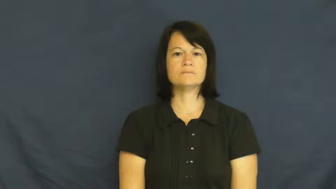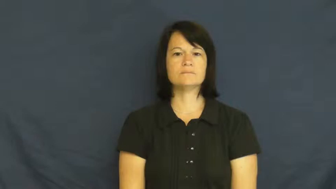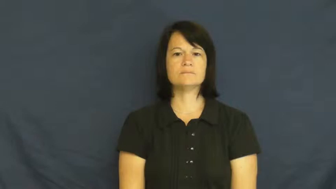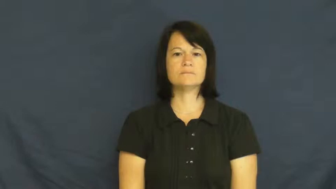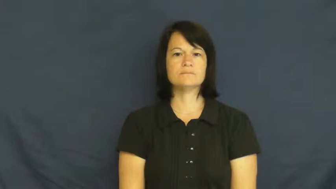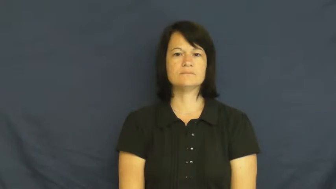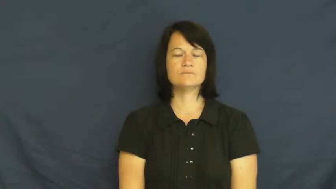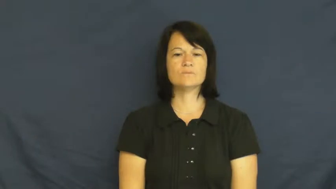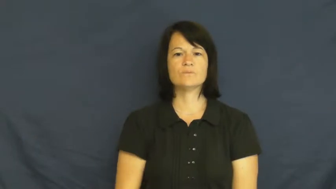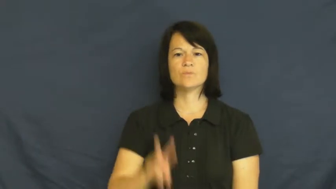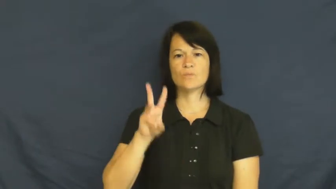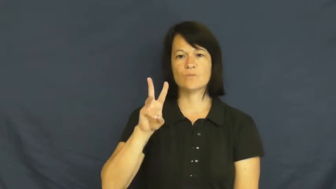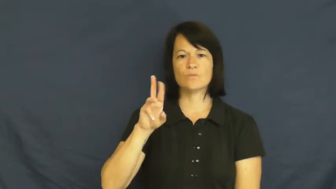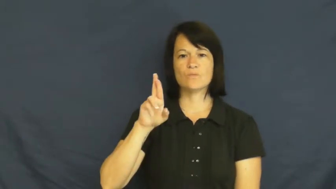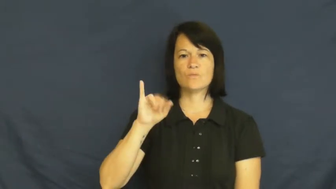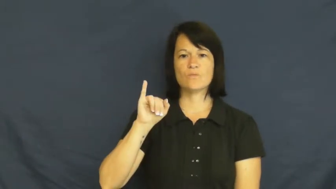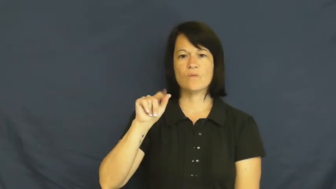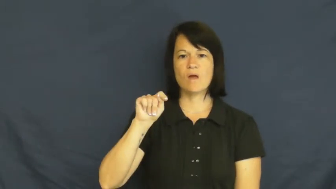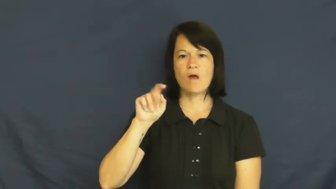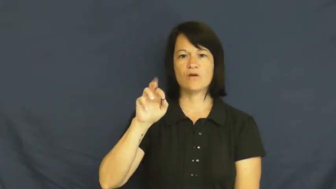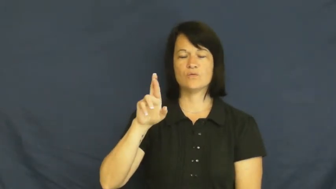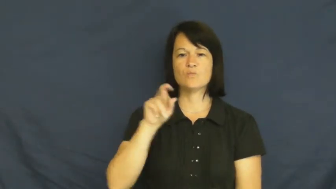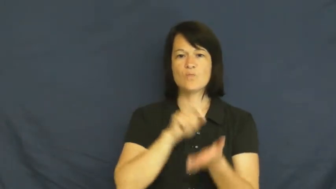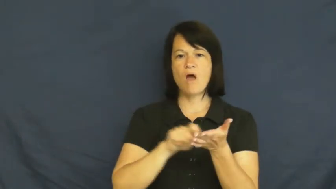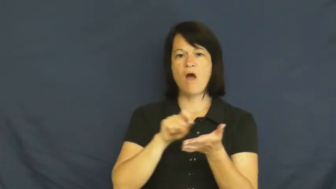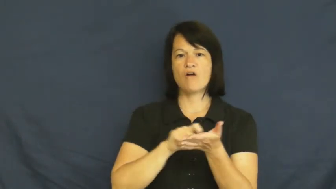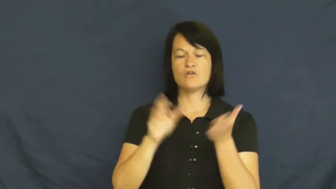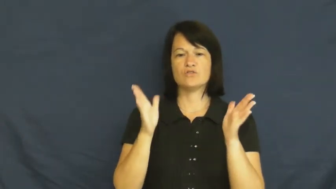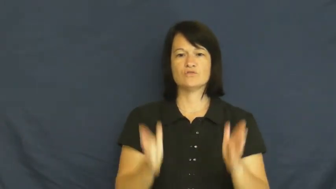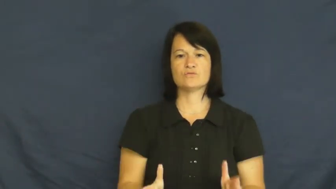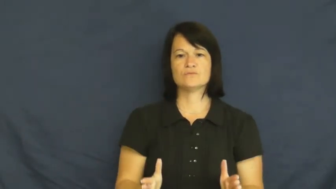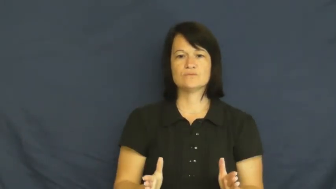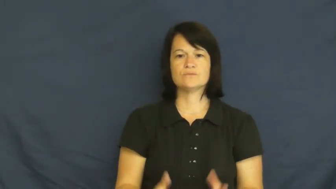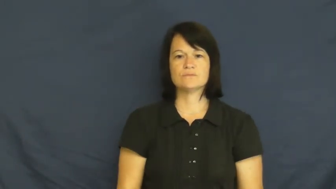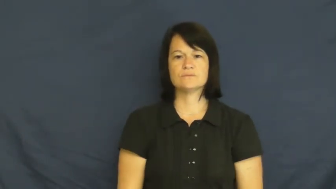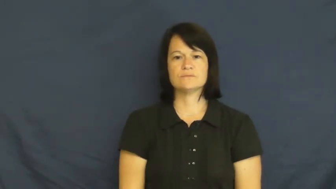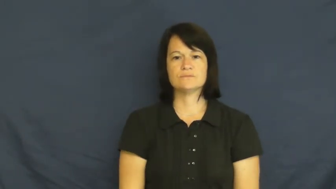writer